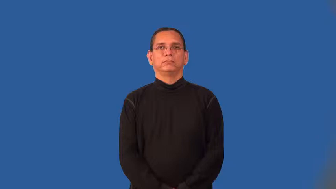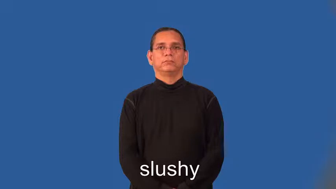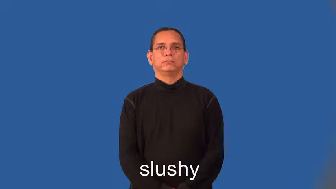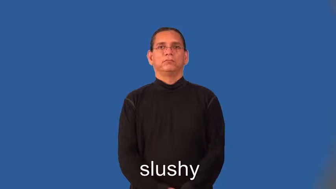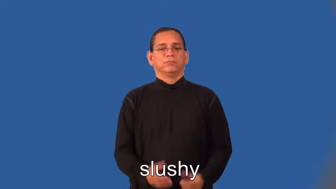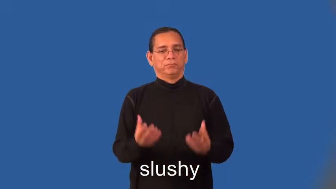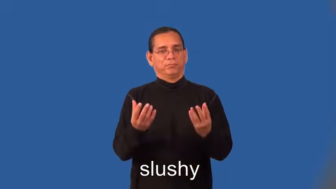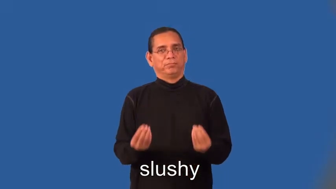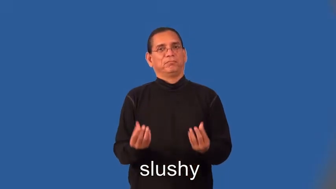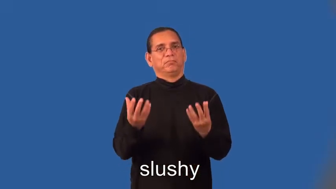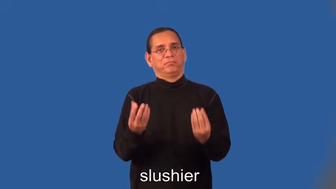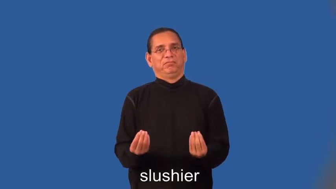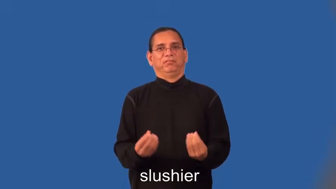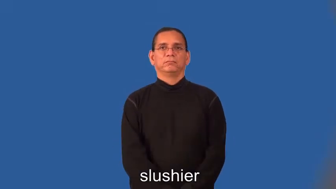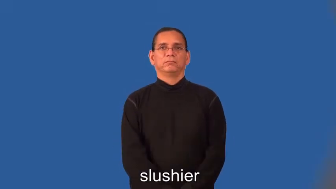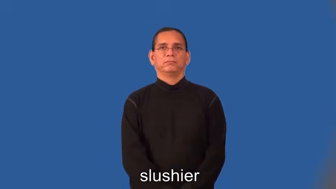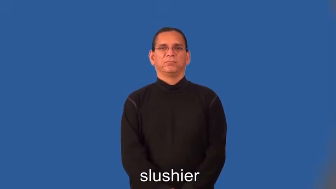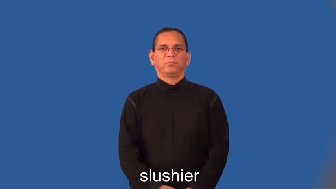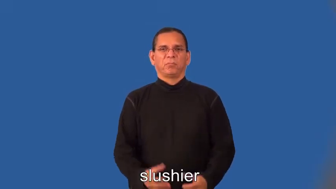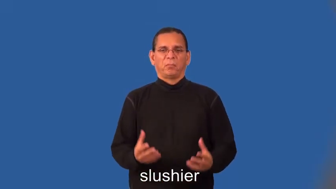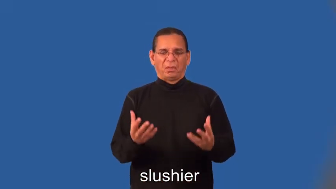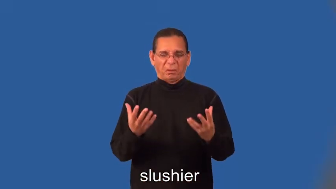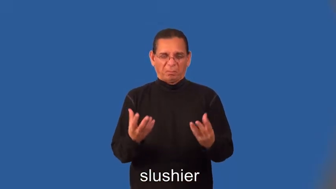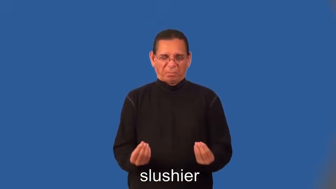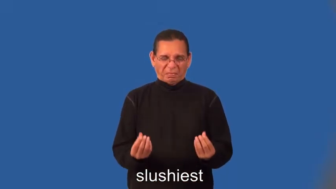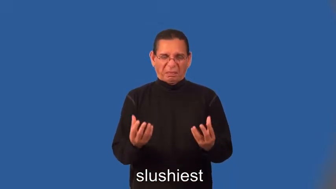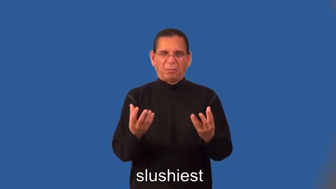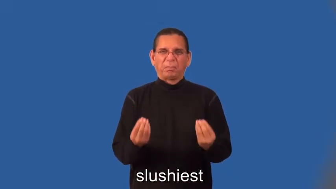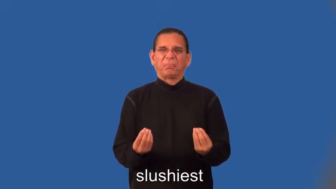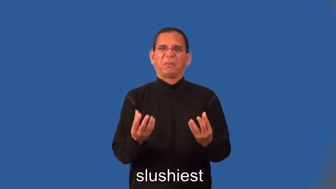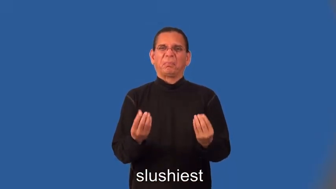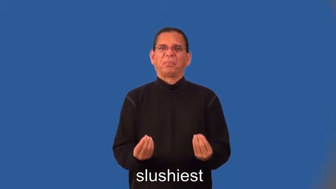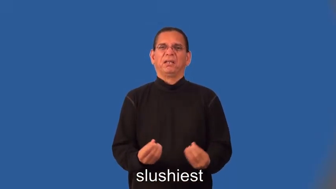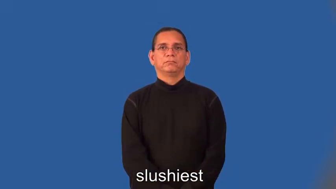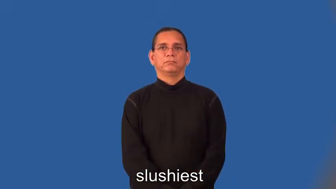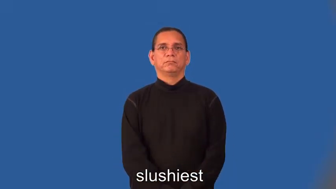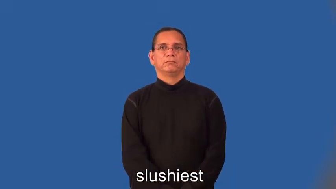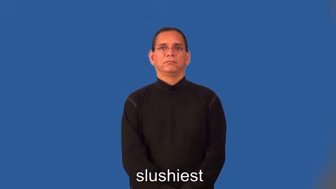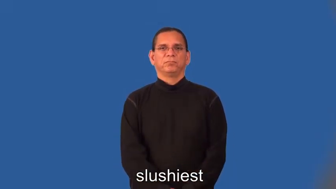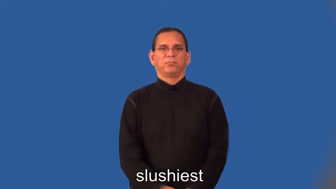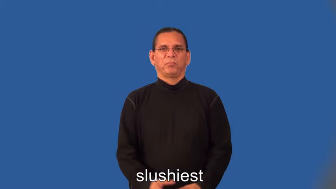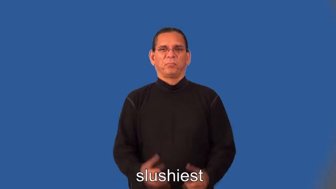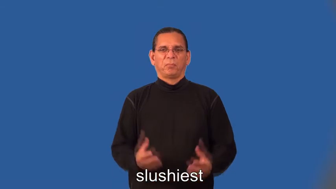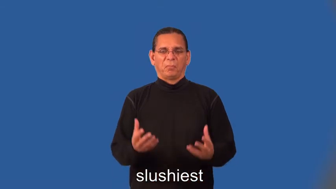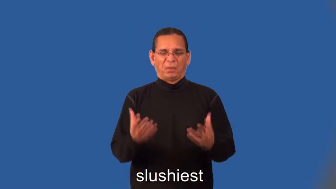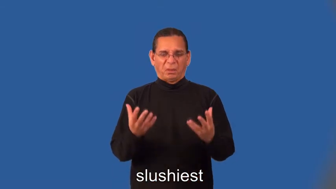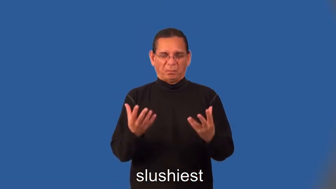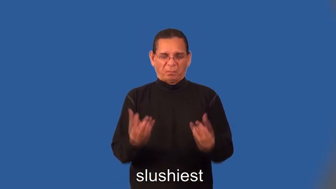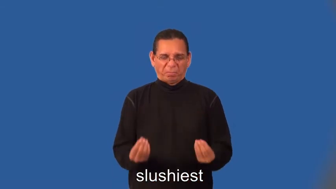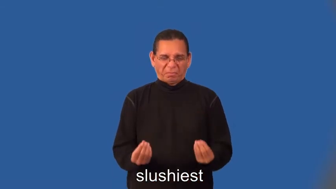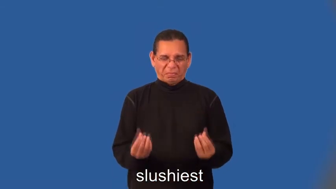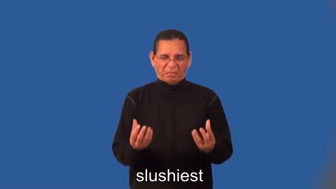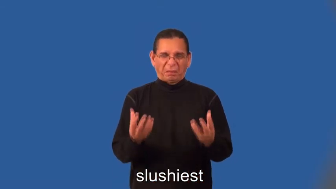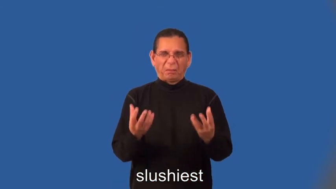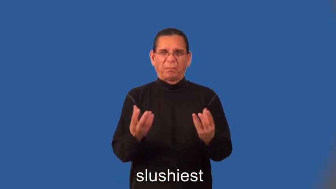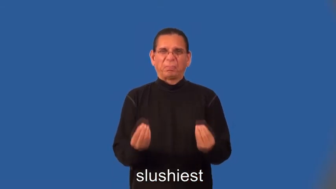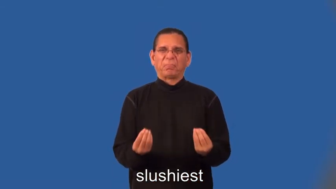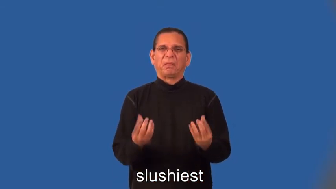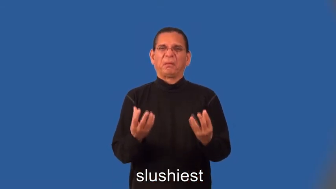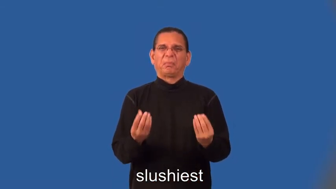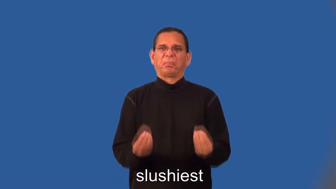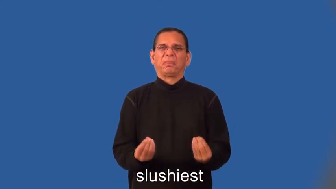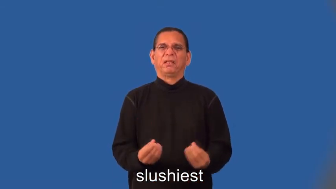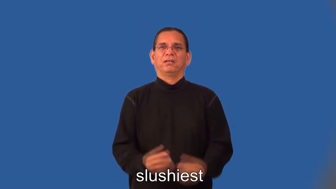slushier,slushiest